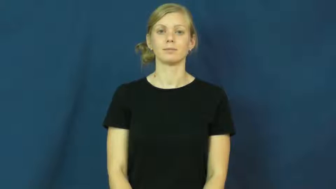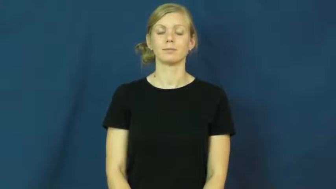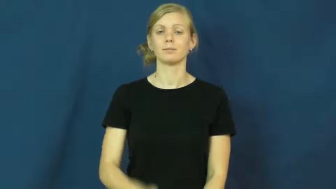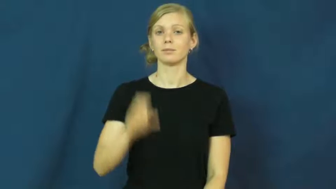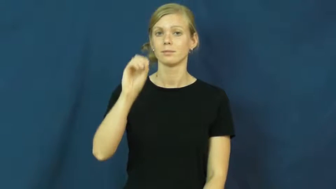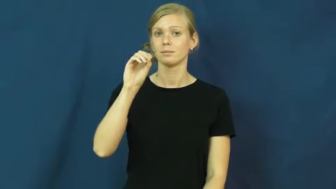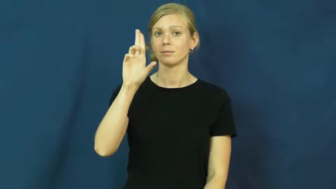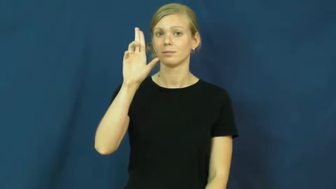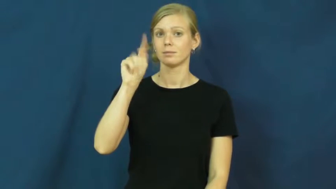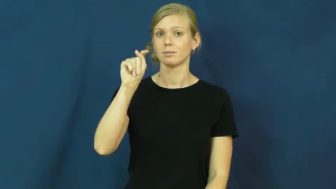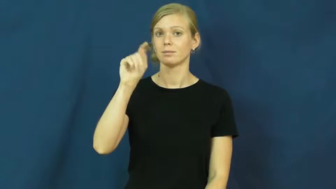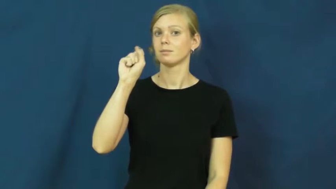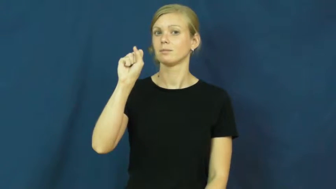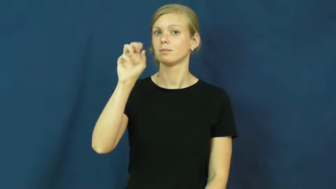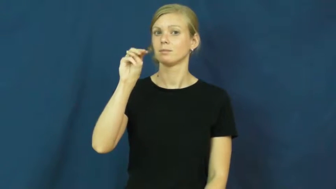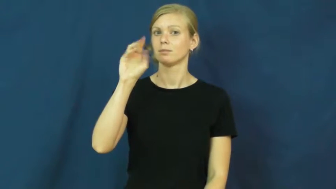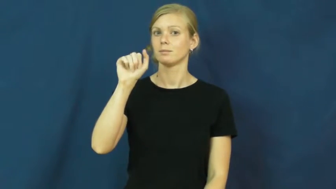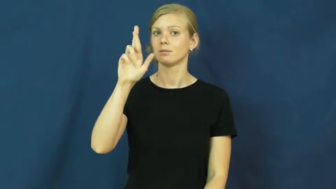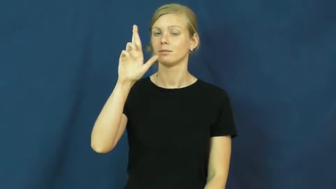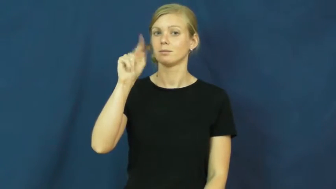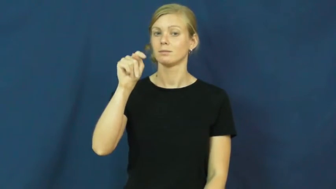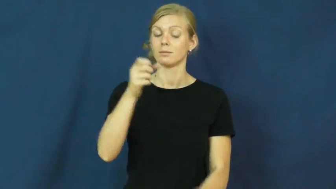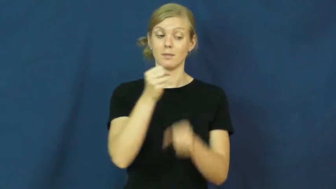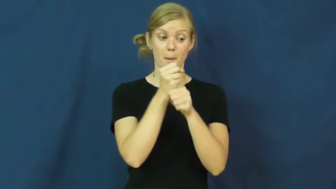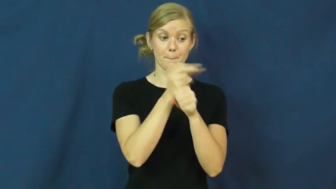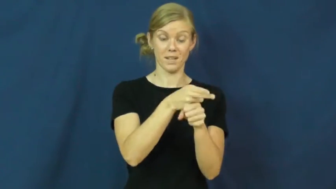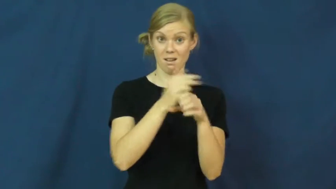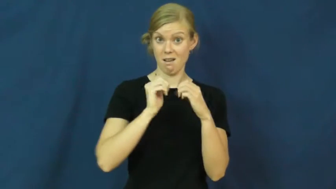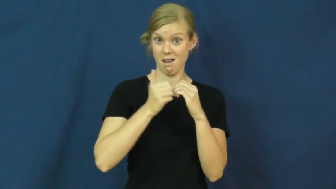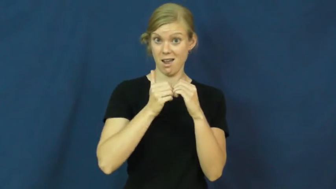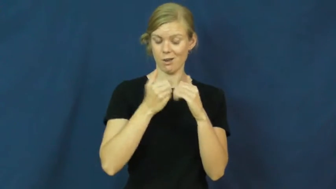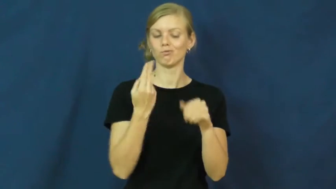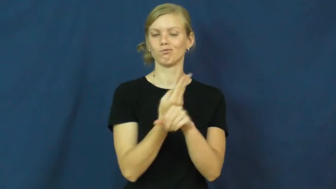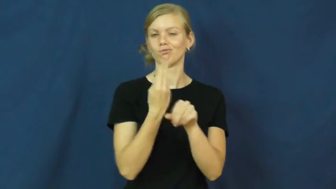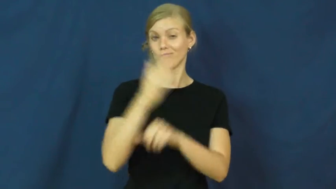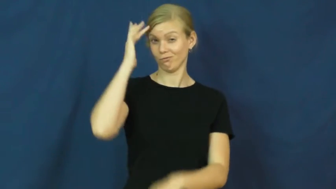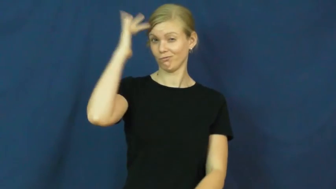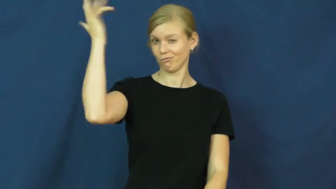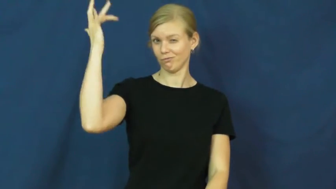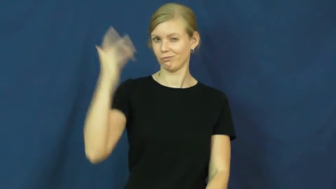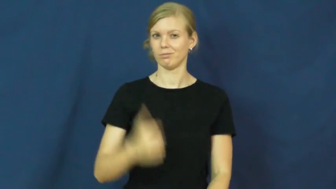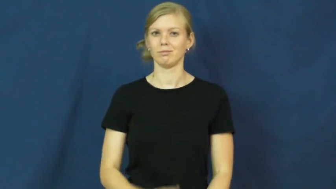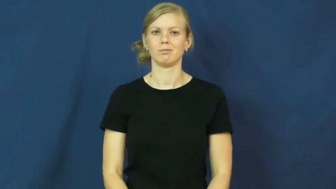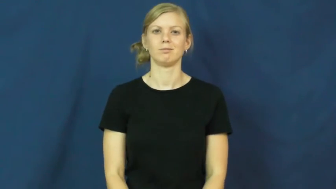outsmart